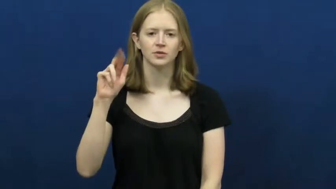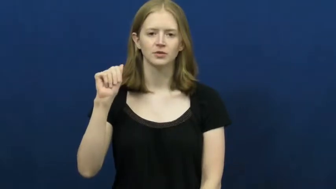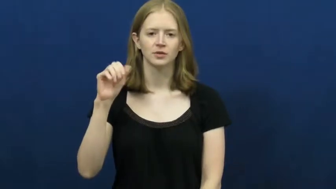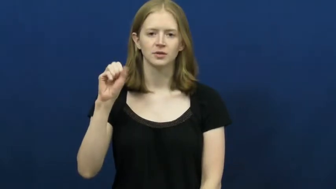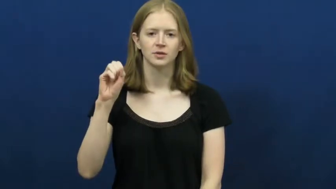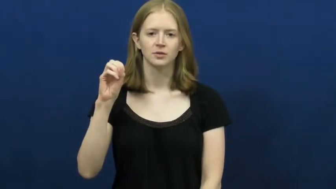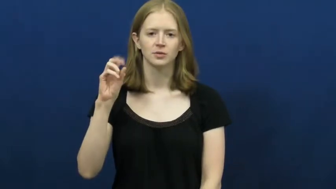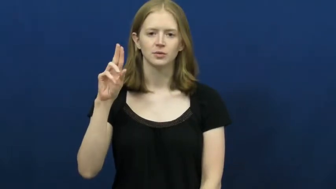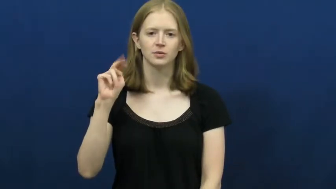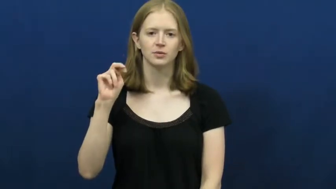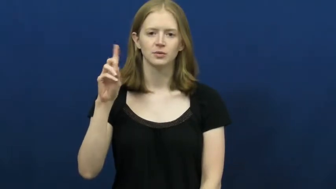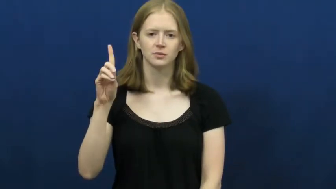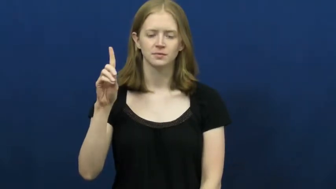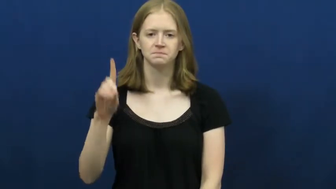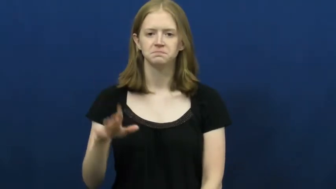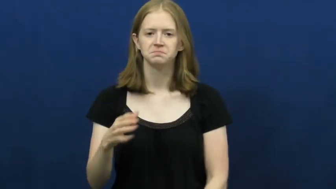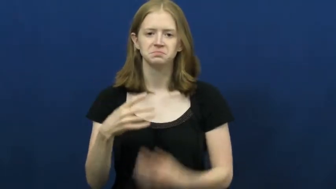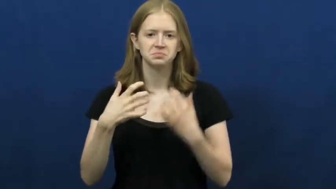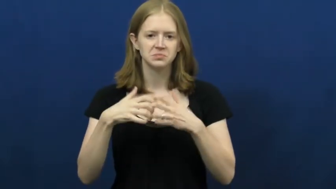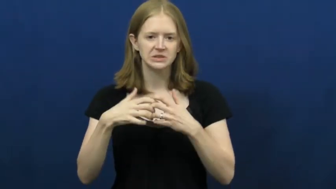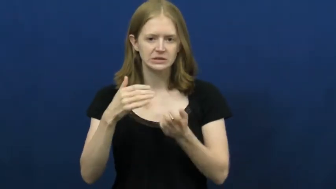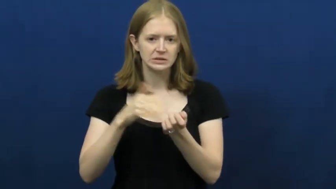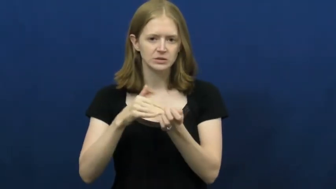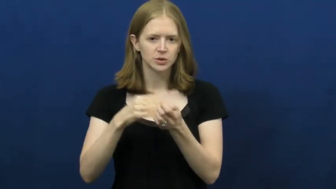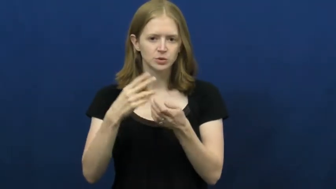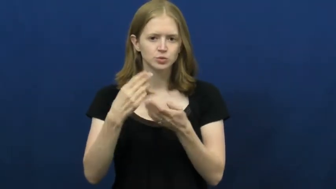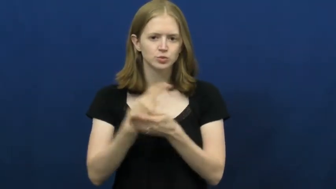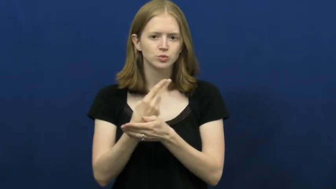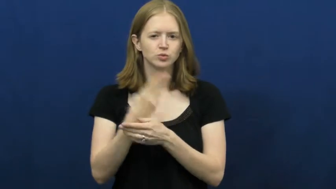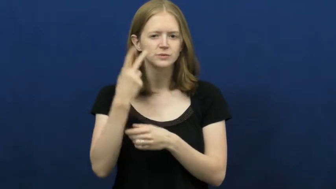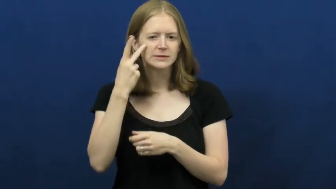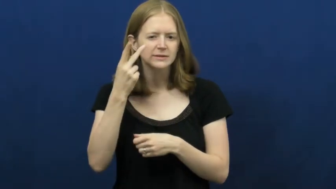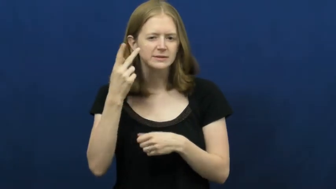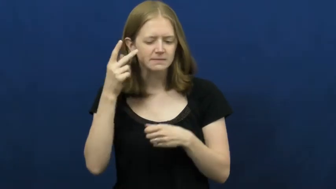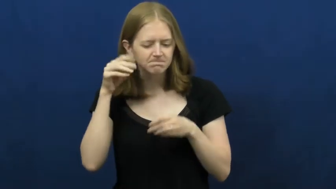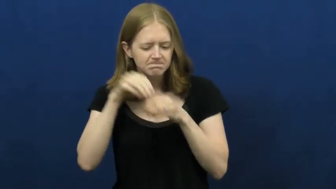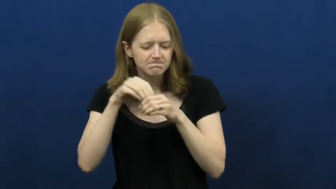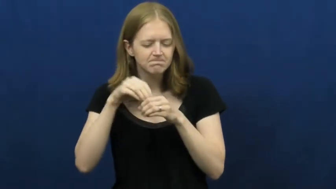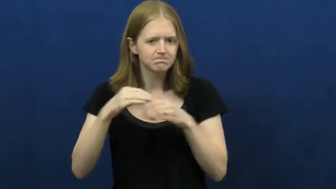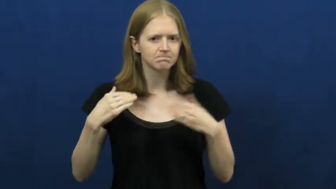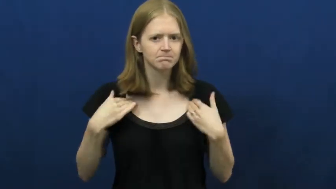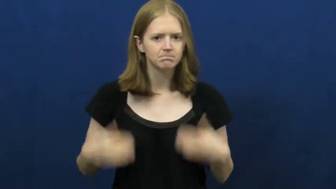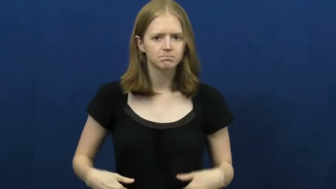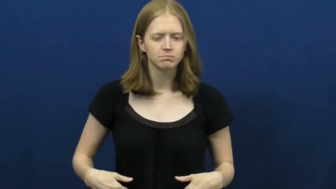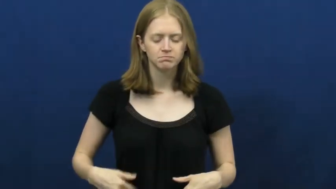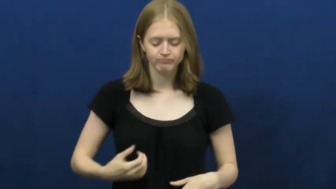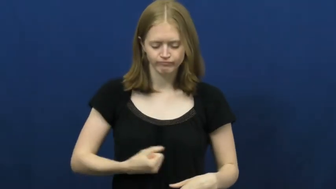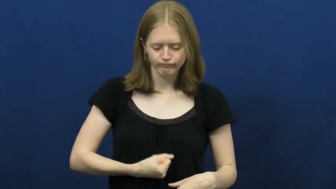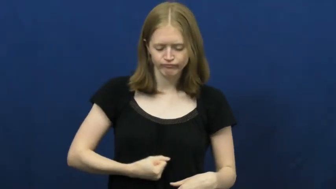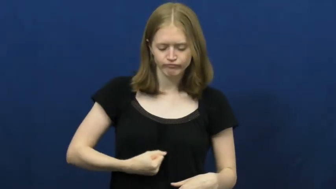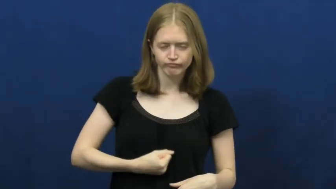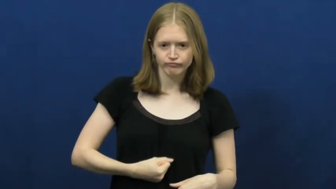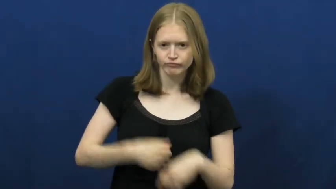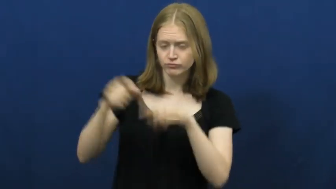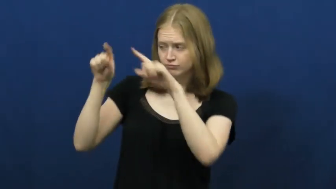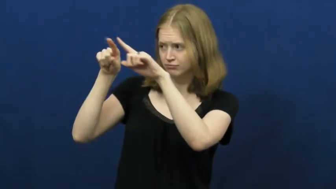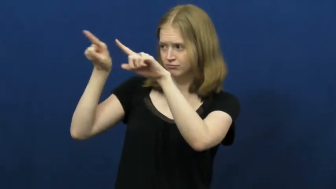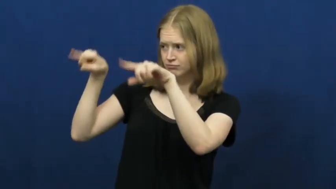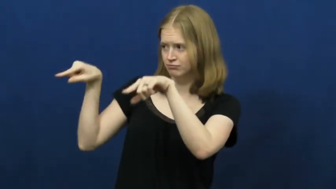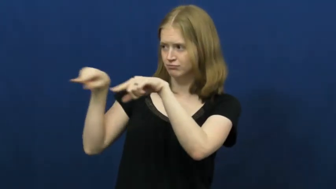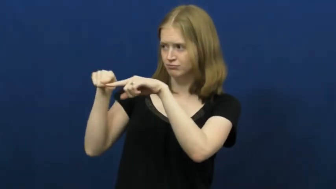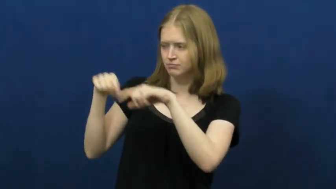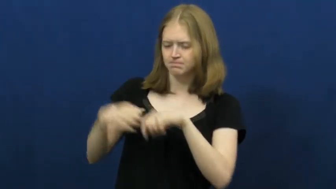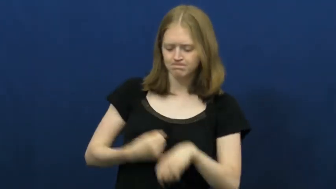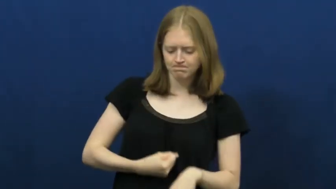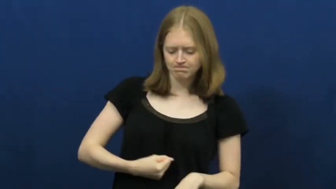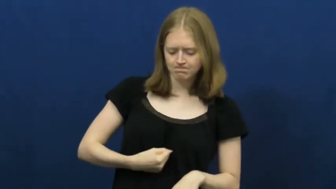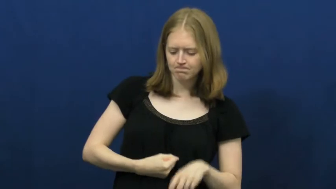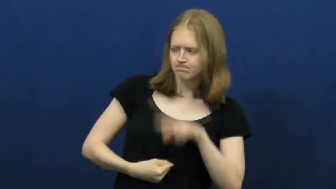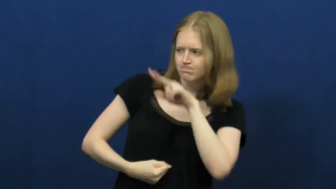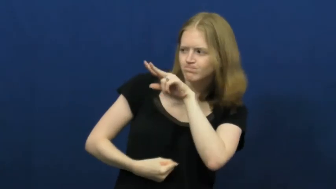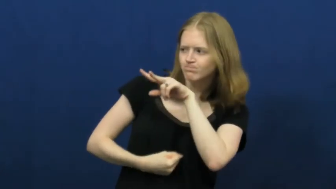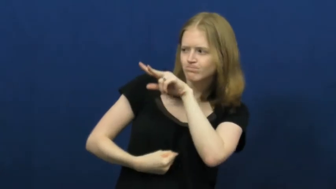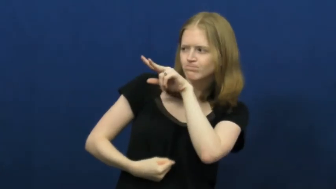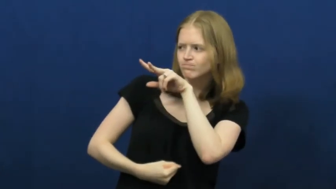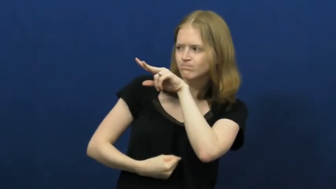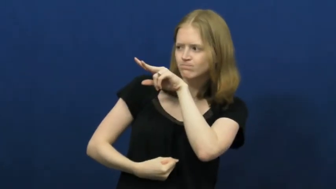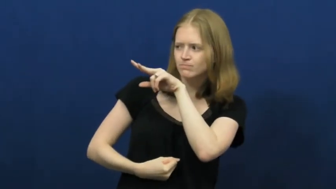ultrasound